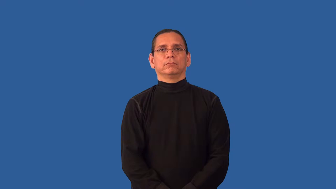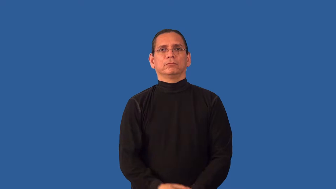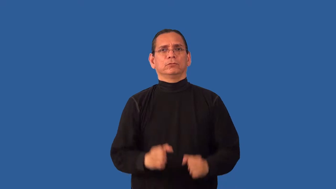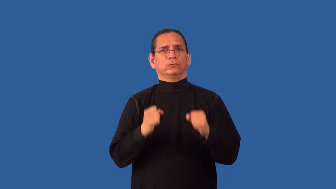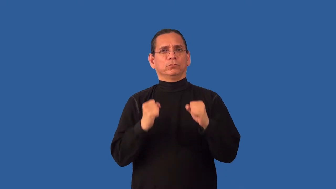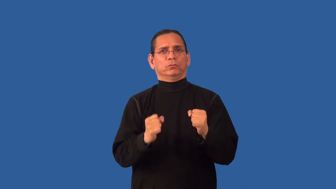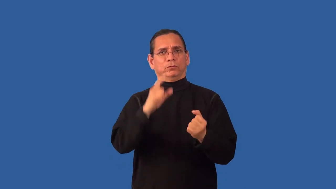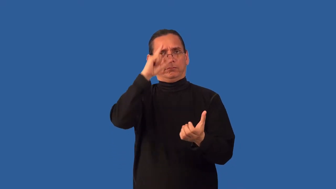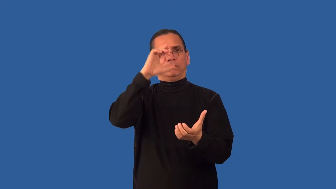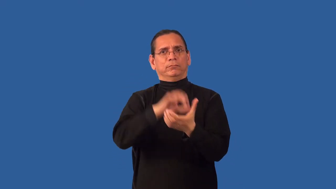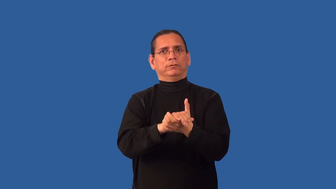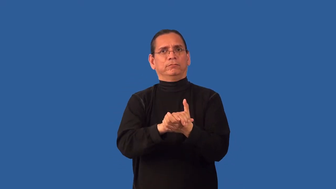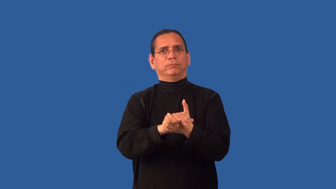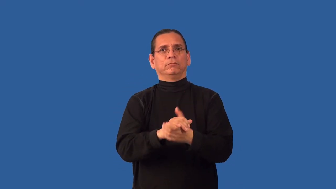unshakable